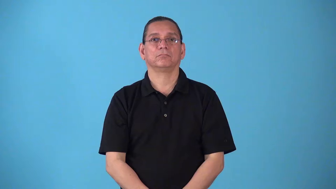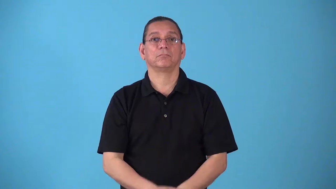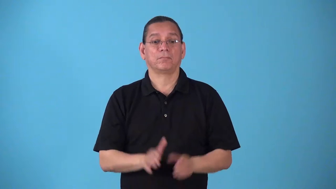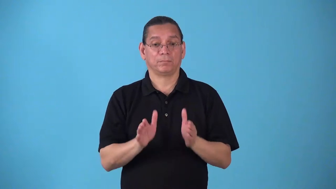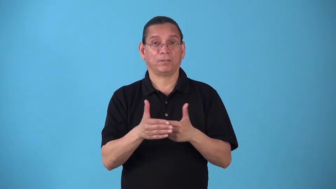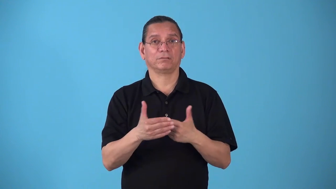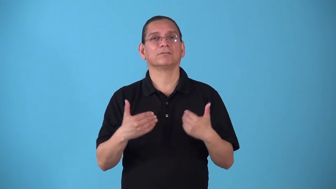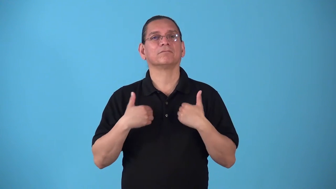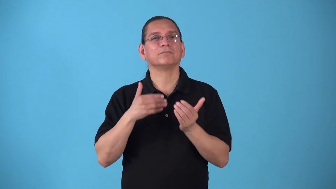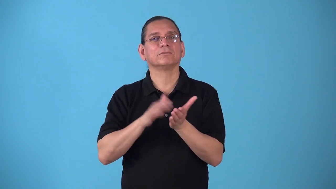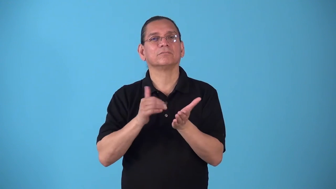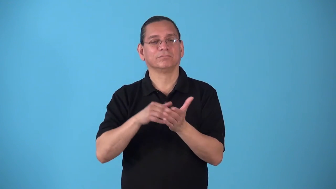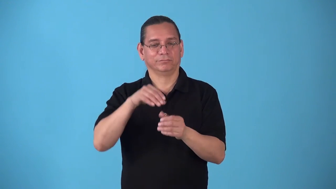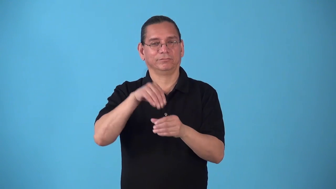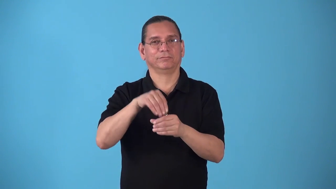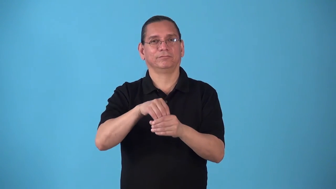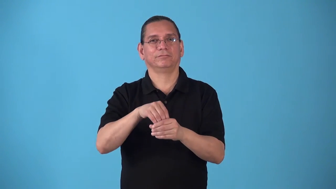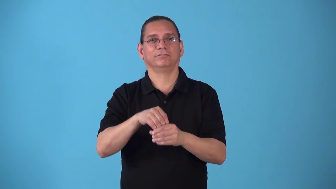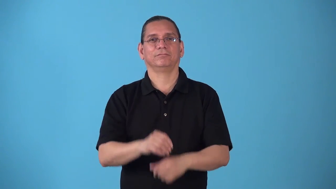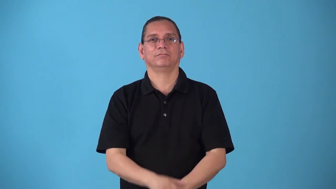soapbox-box has soap